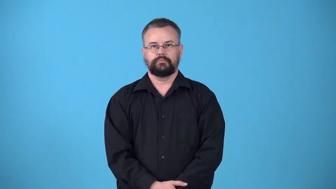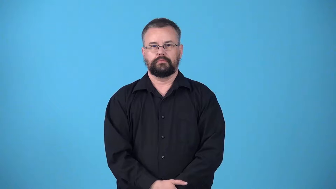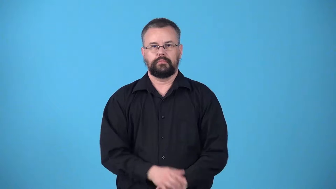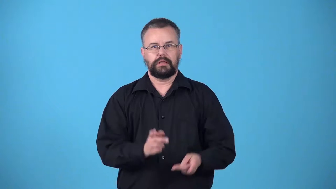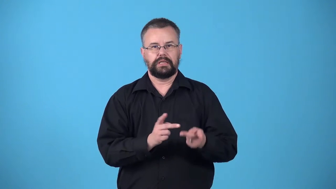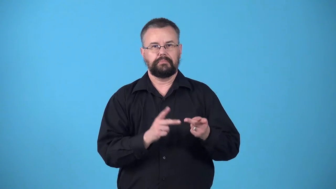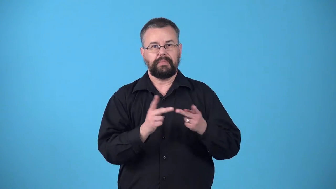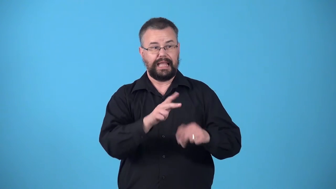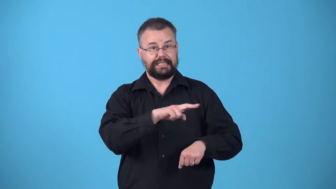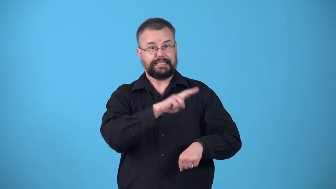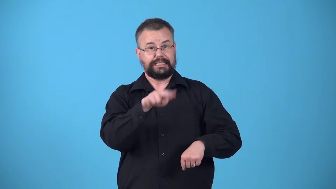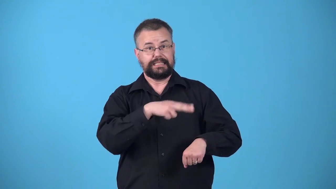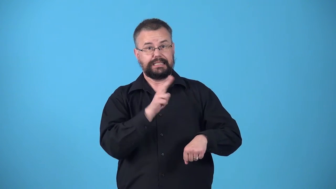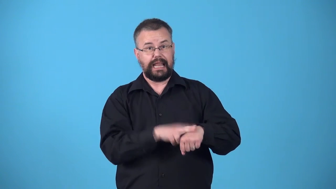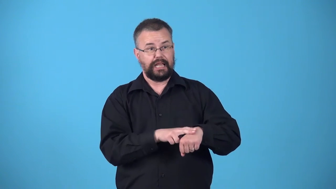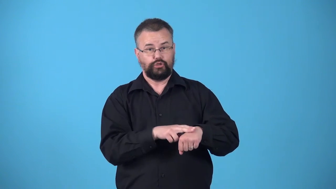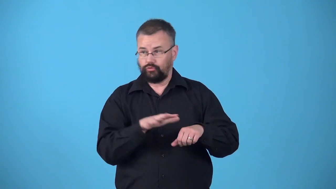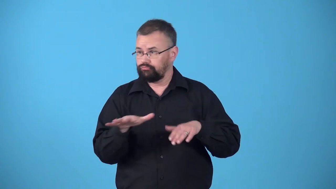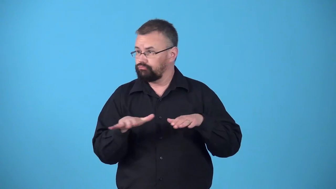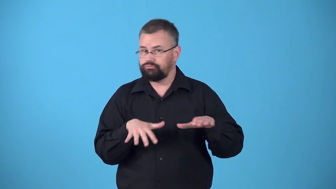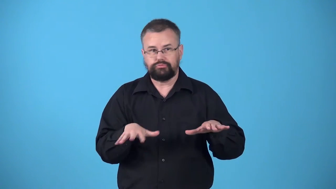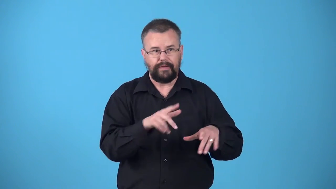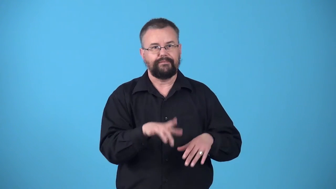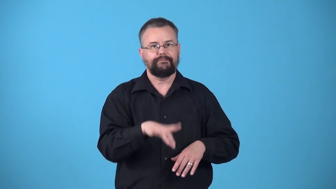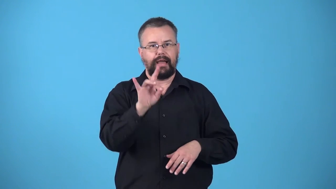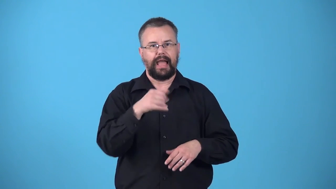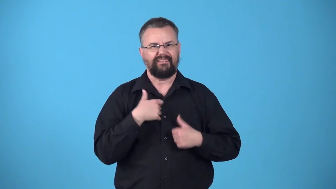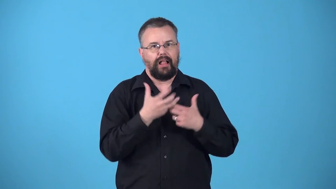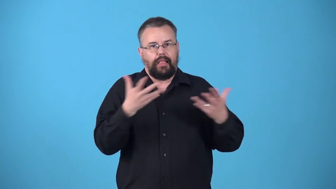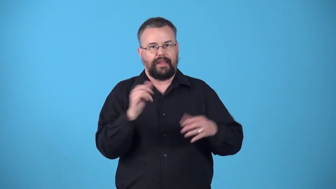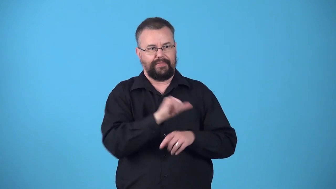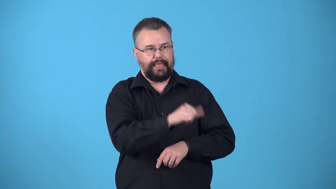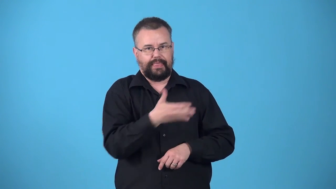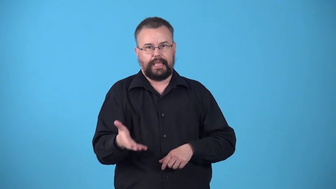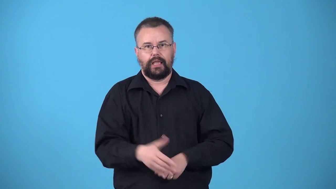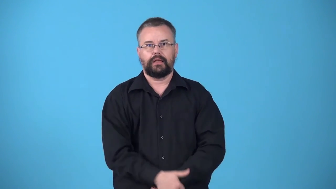wellspring